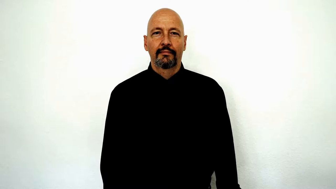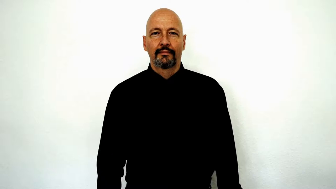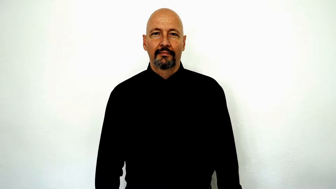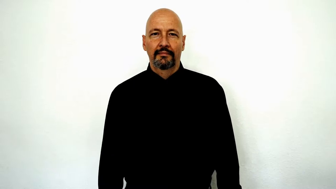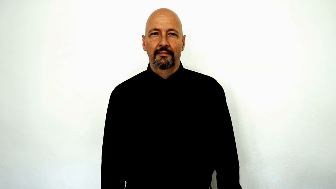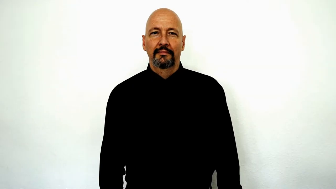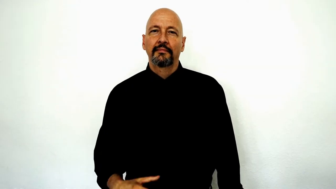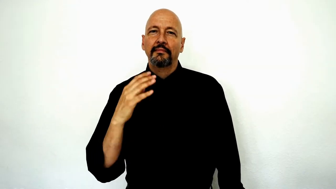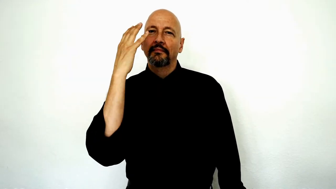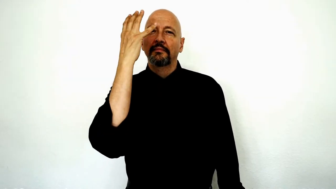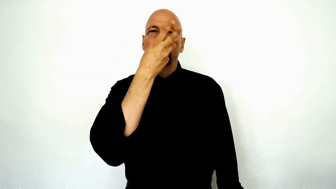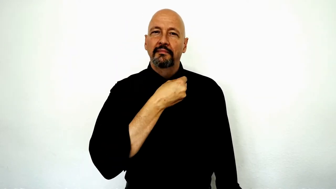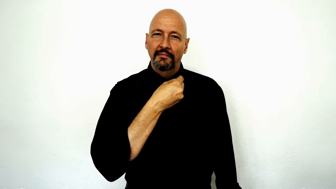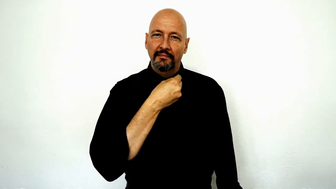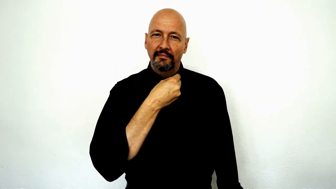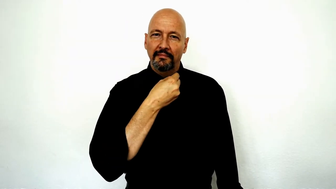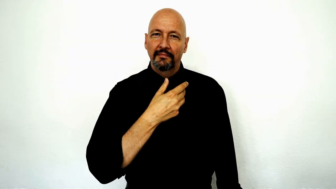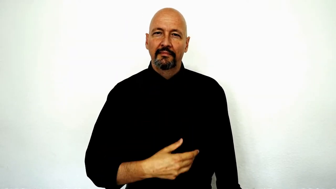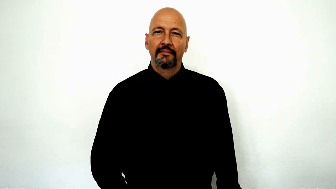pretty